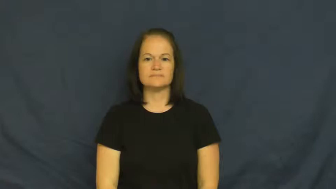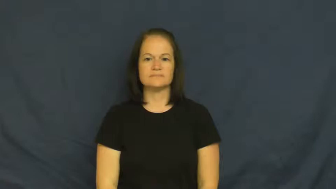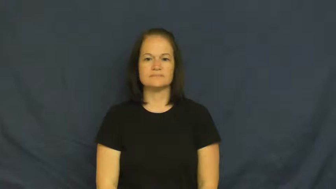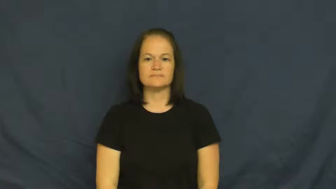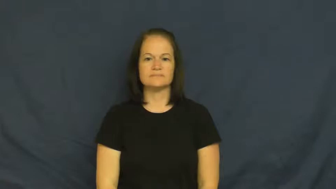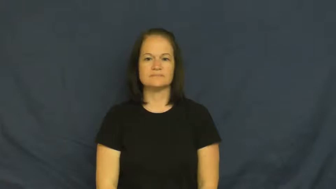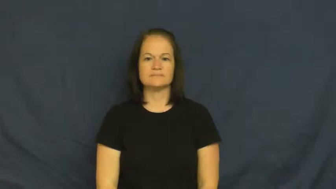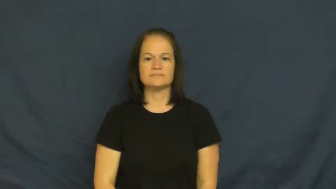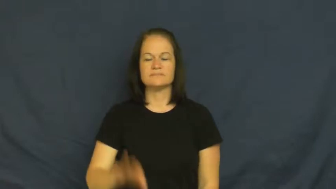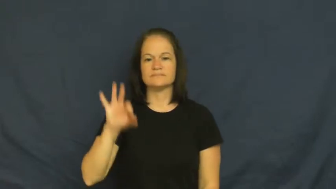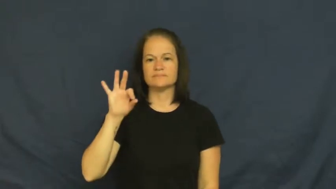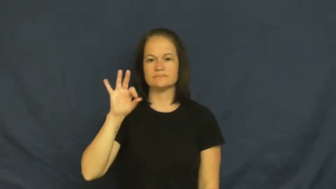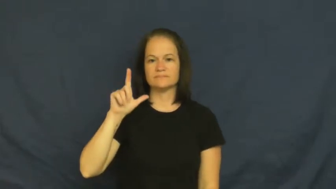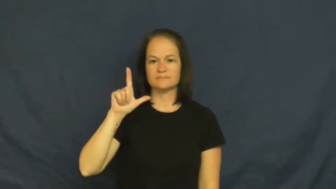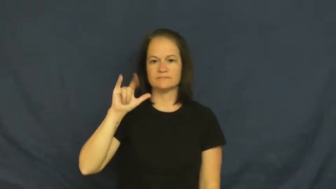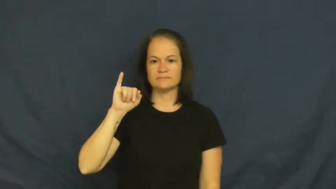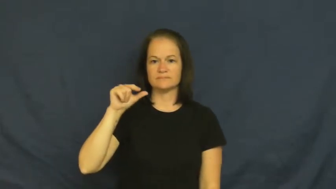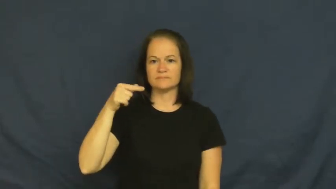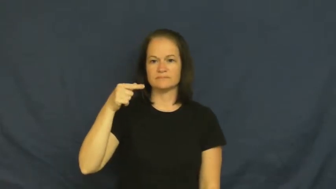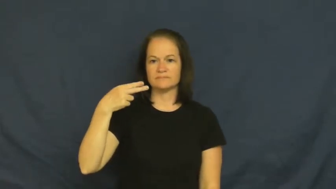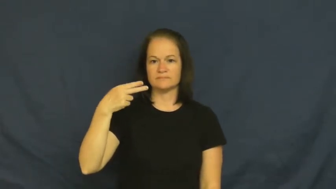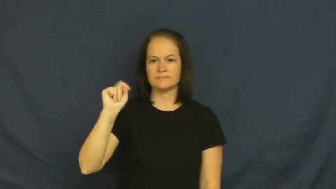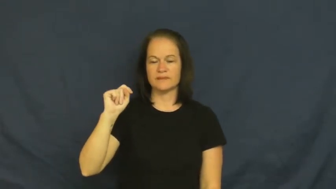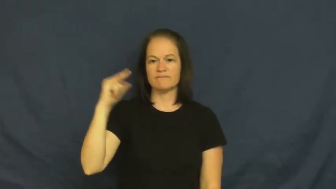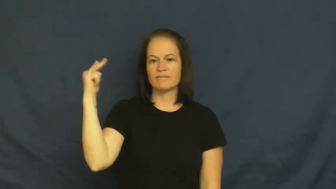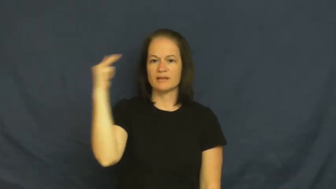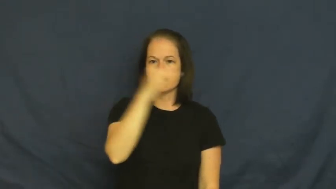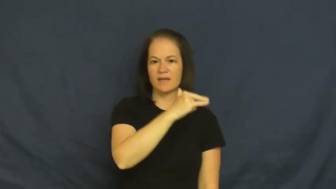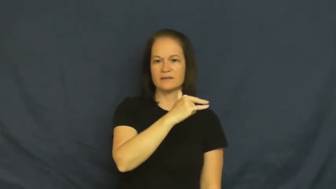flight-fly